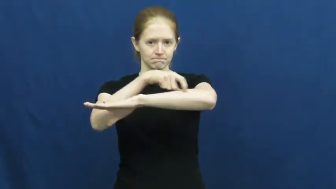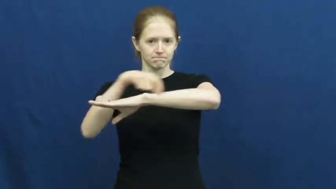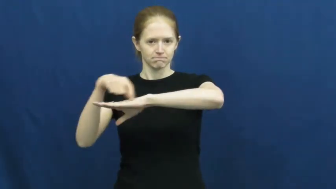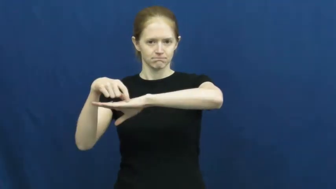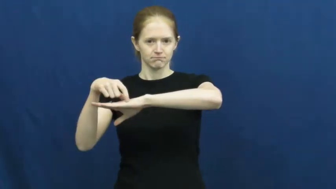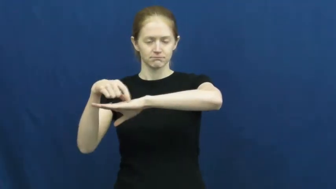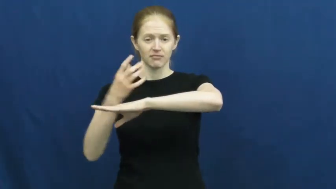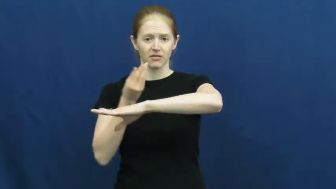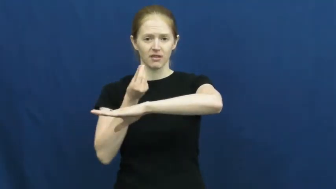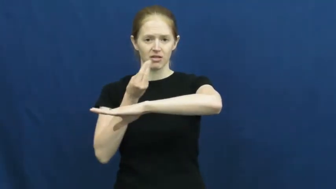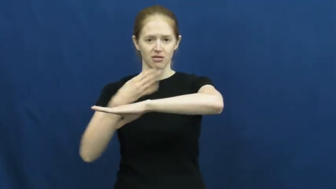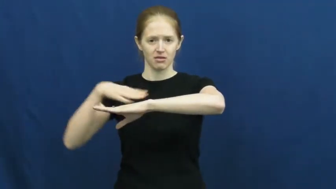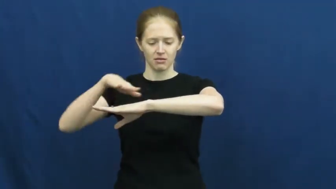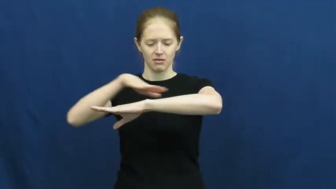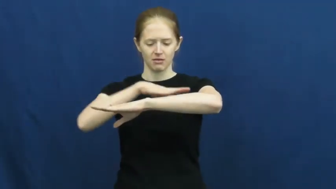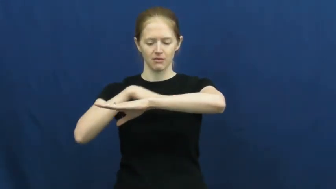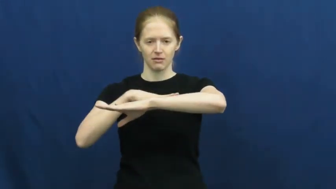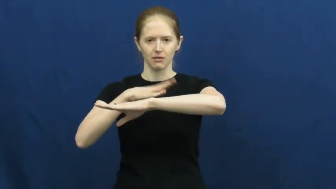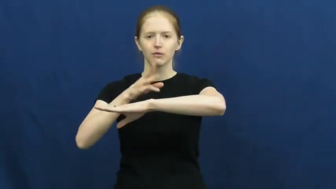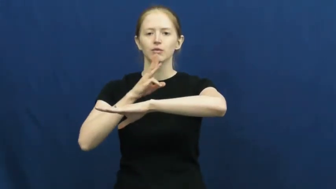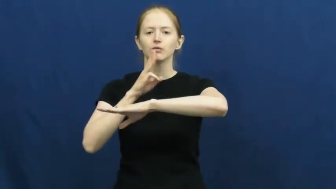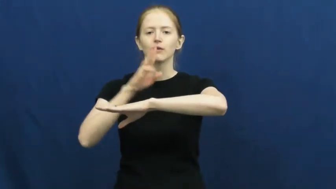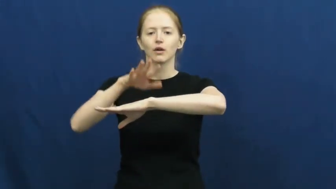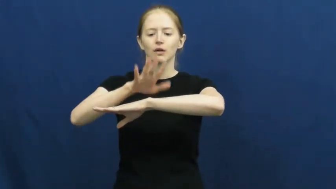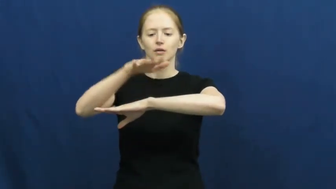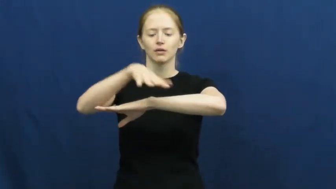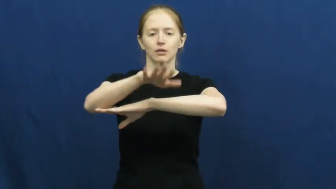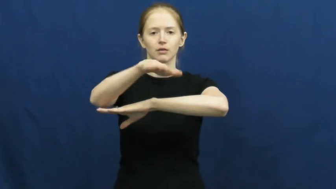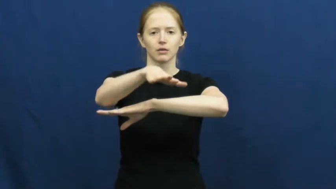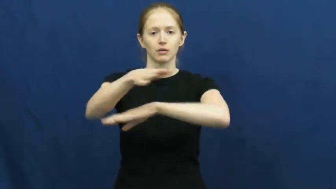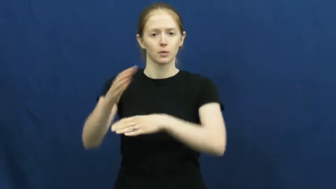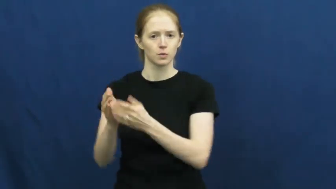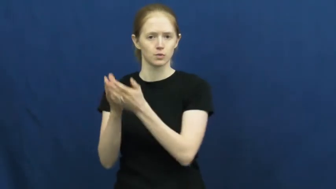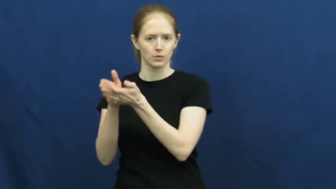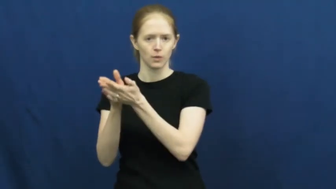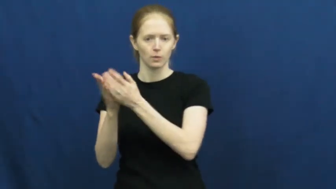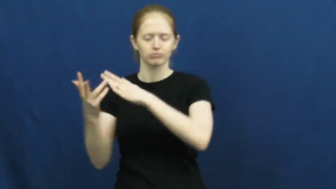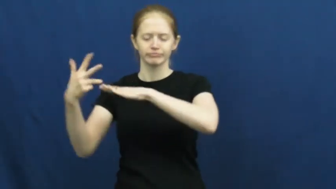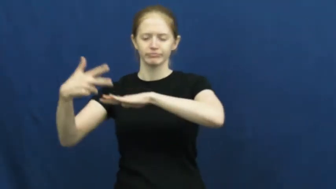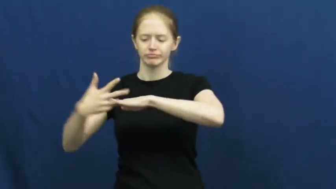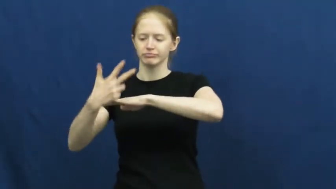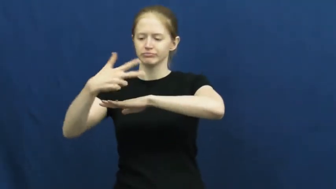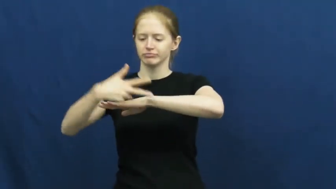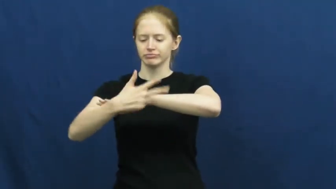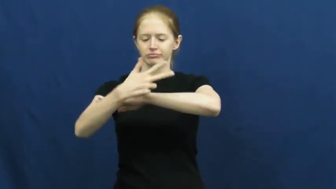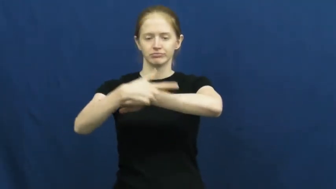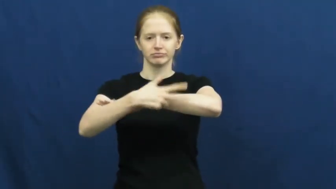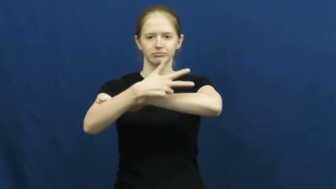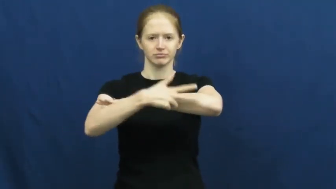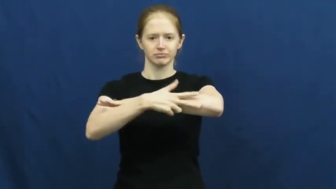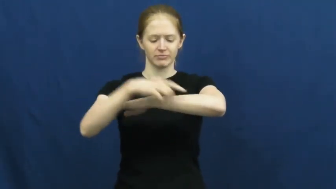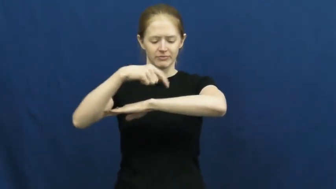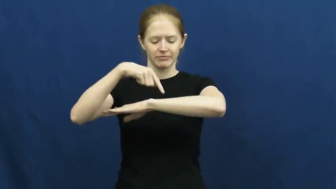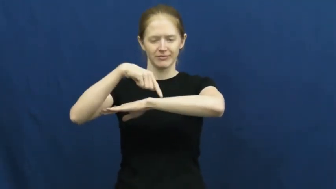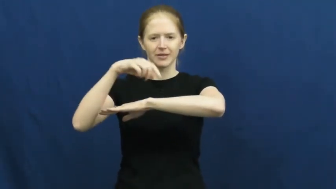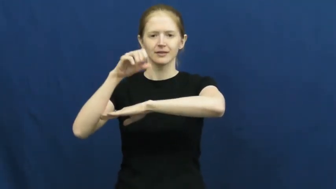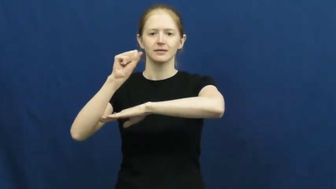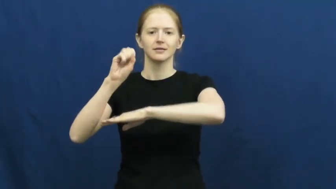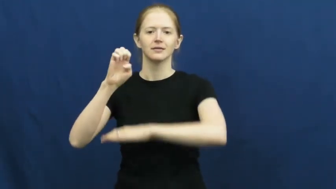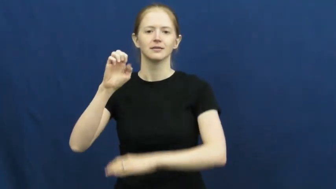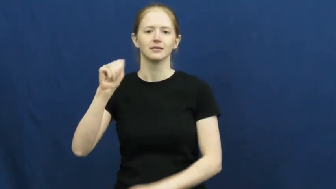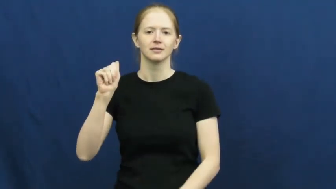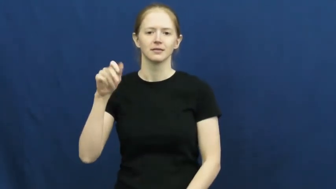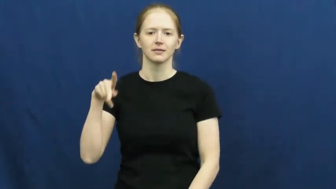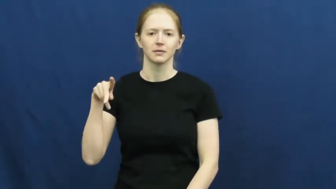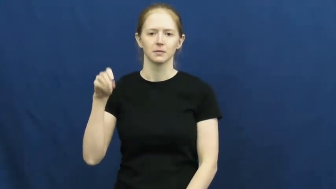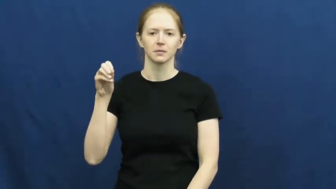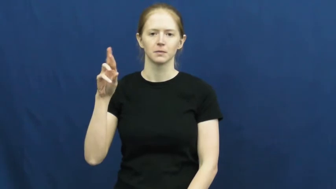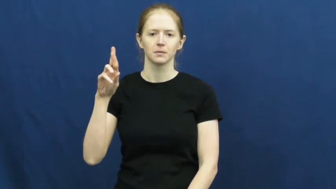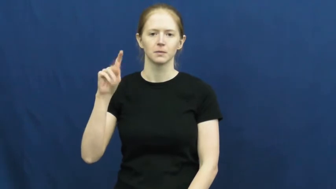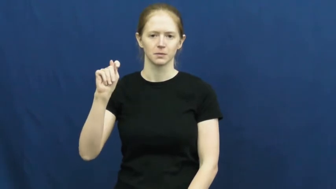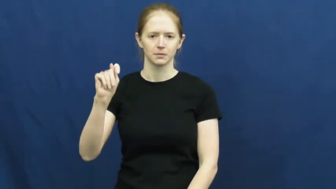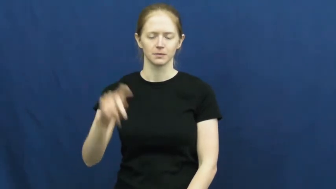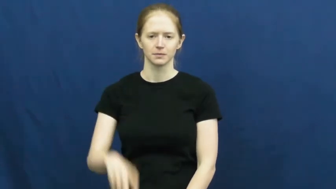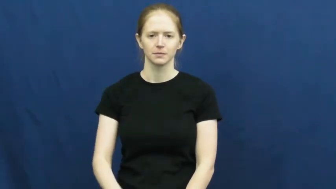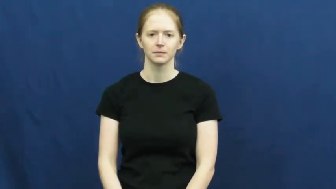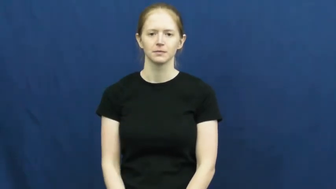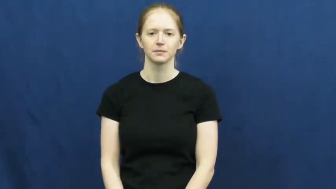seaport